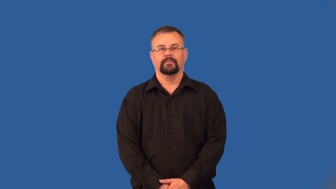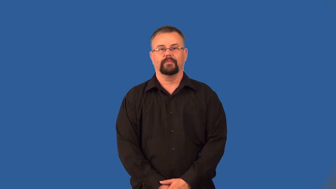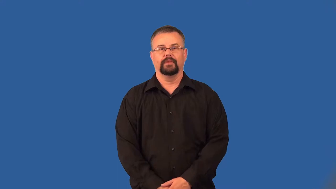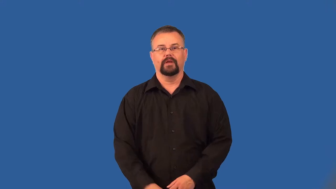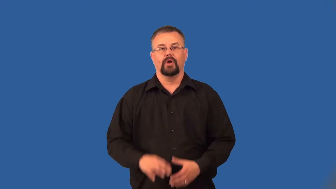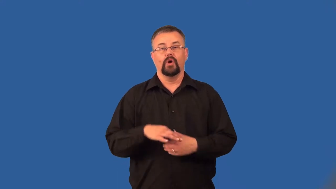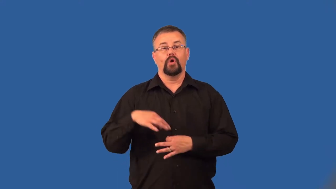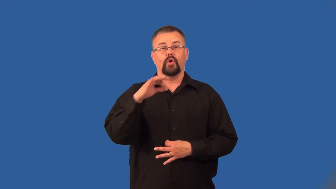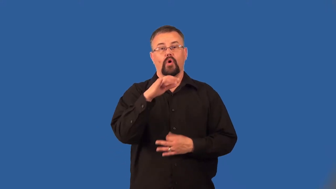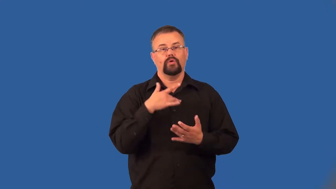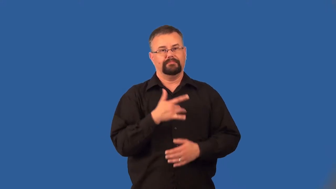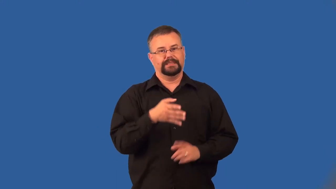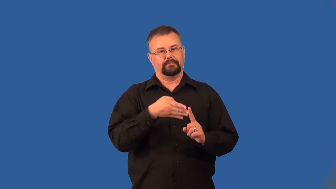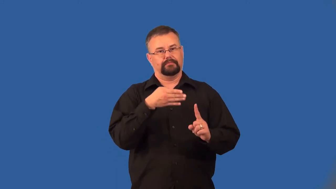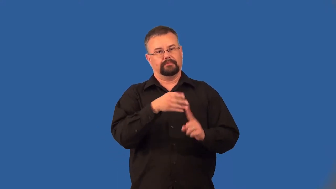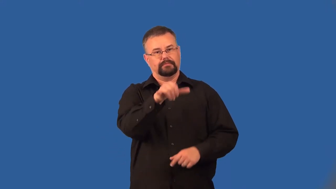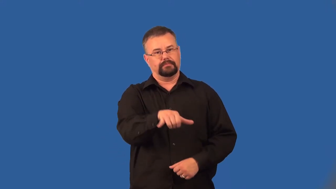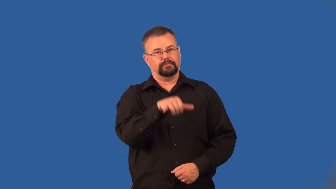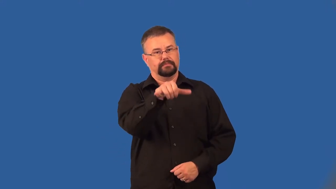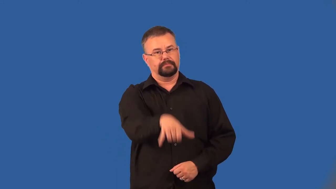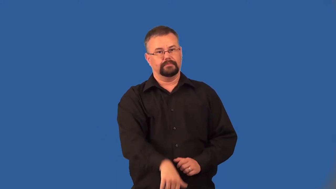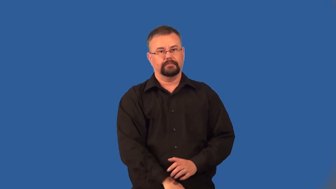haunt-ghost